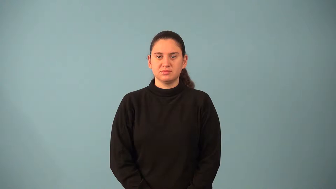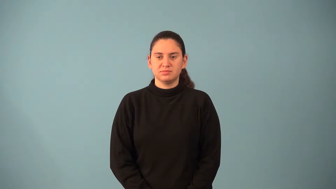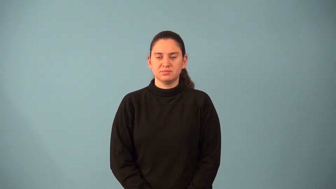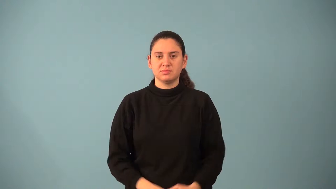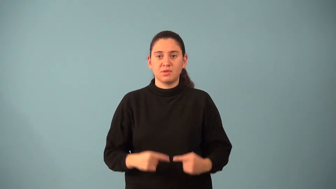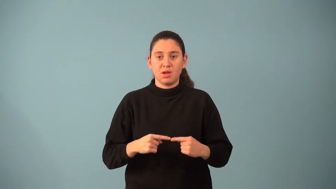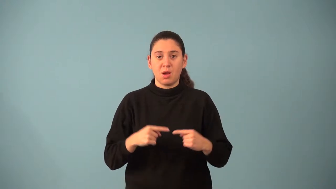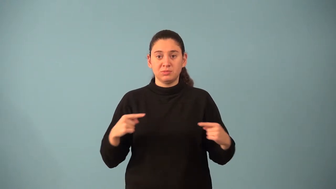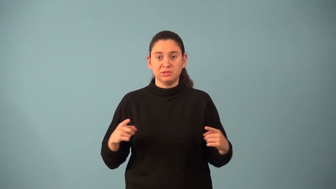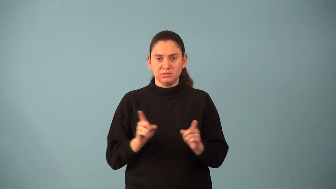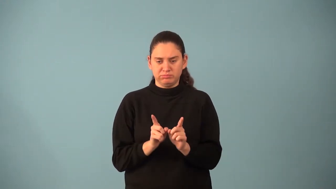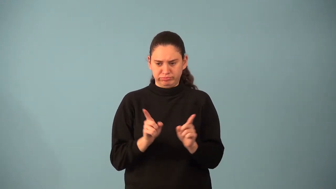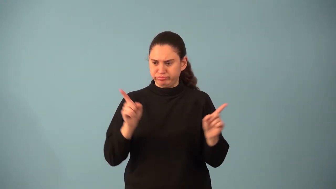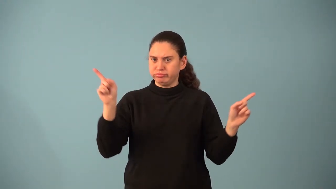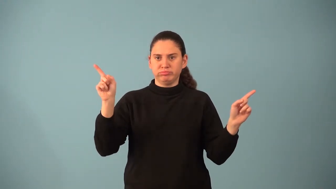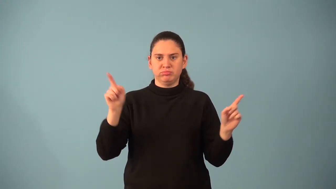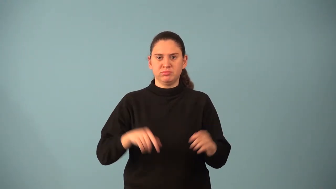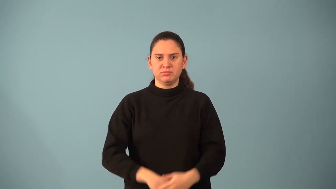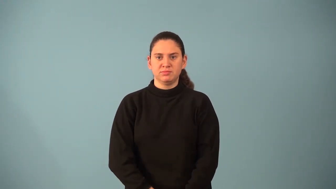opposite rays